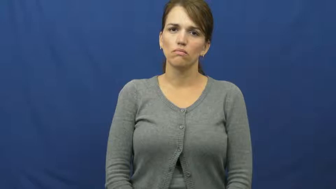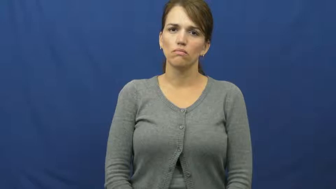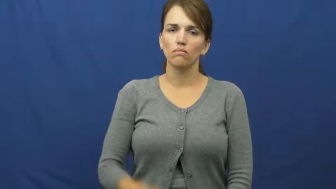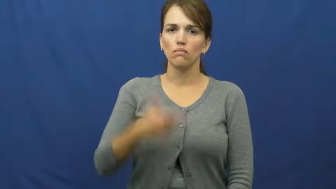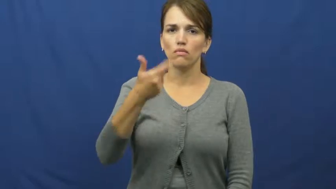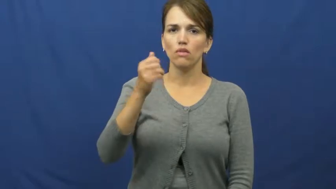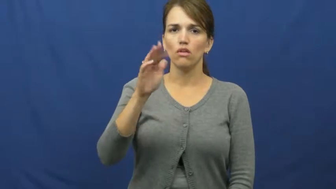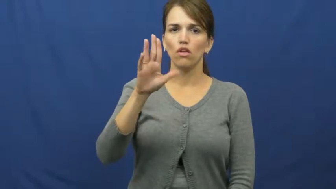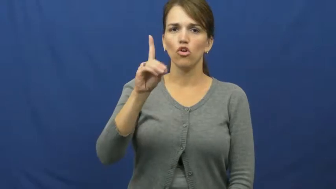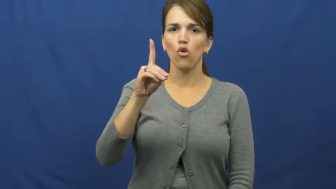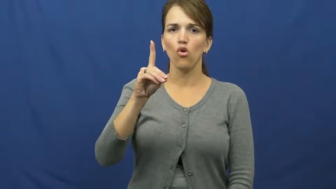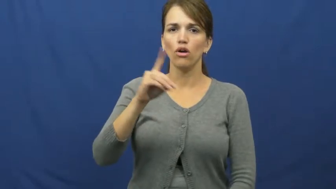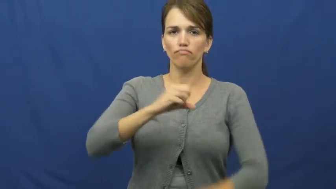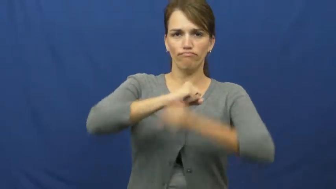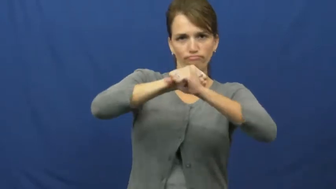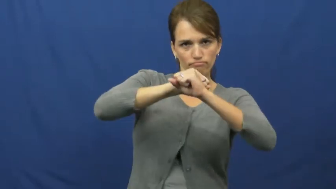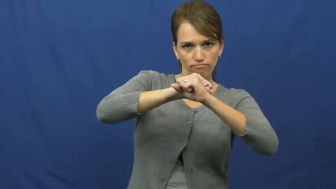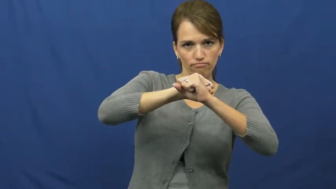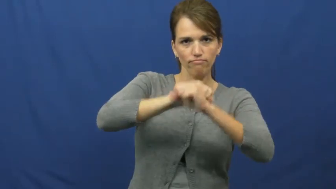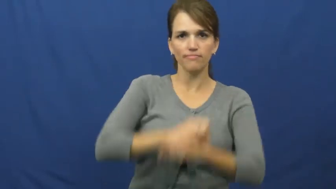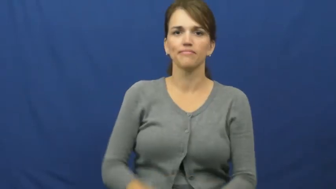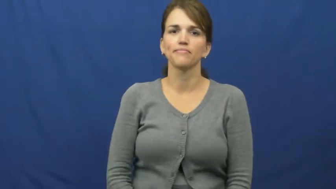guard-protect